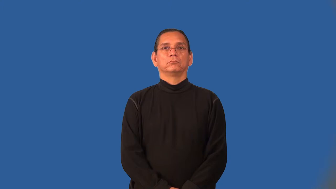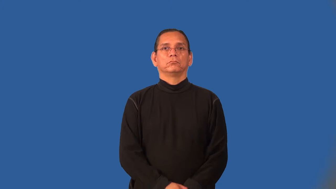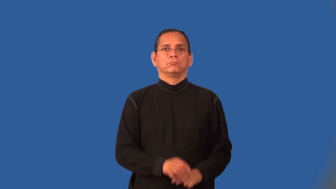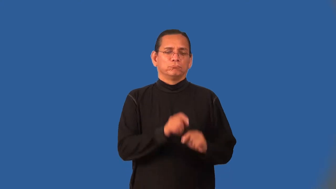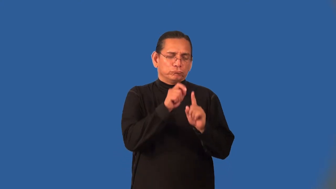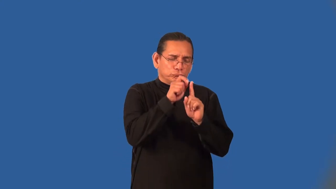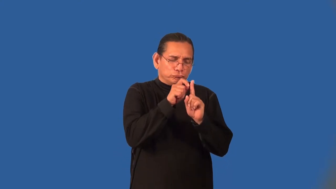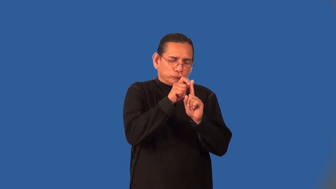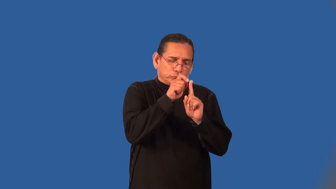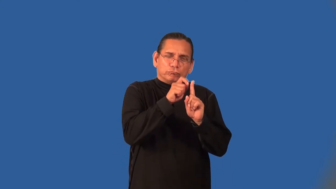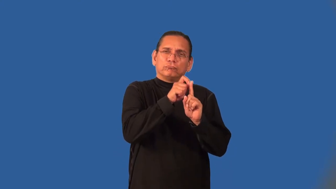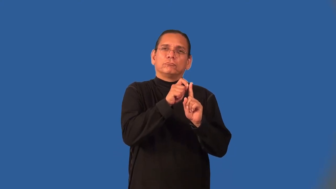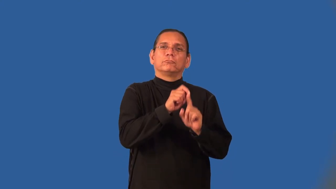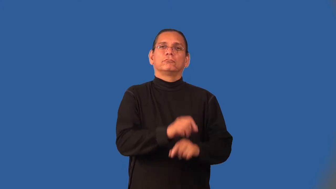nitpick